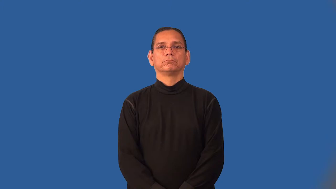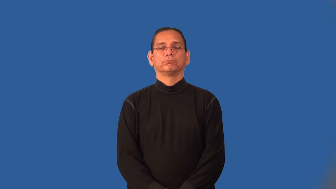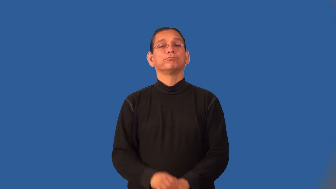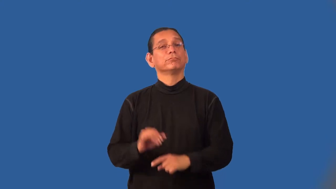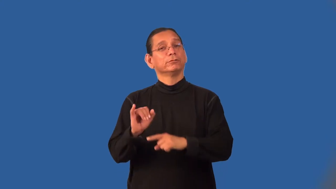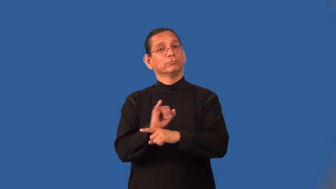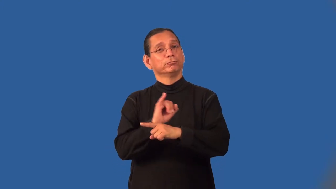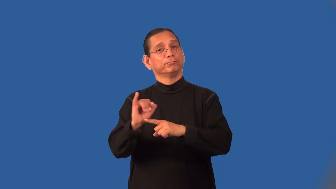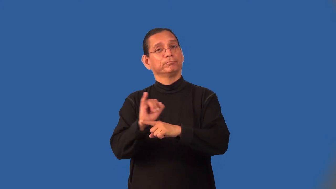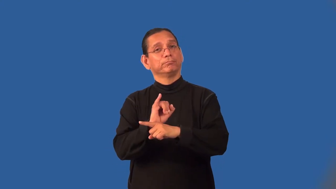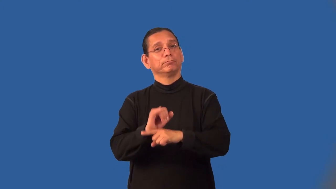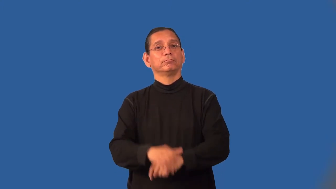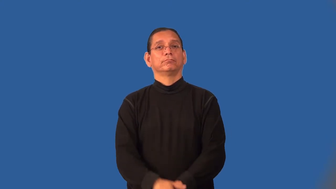internship